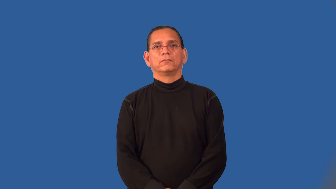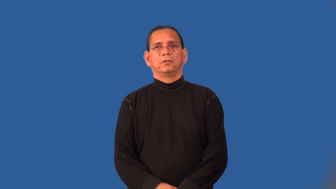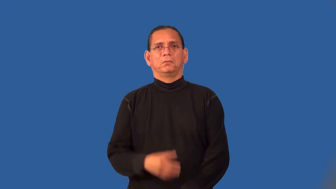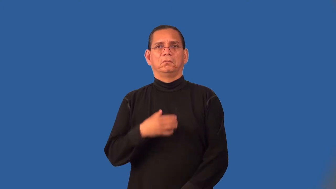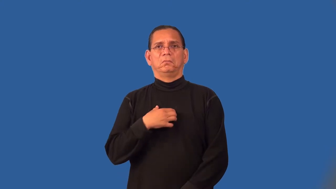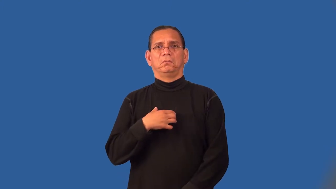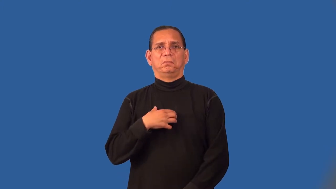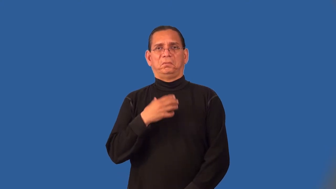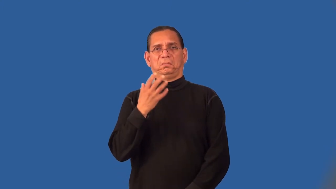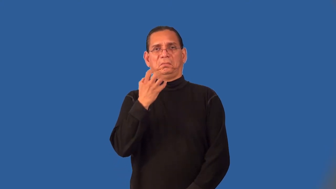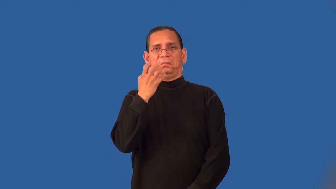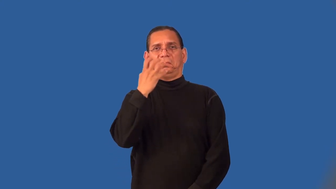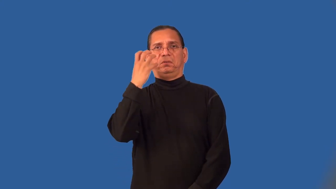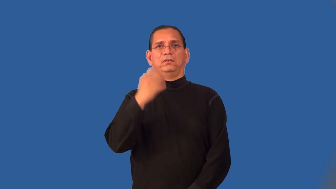petulance,sore